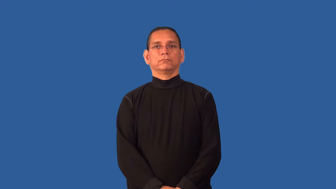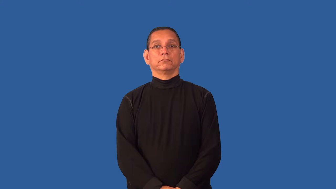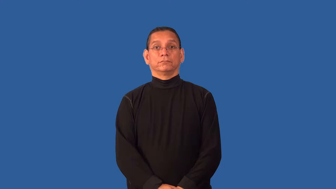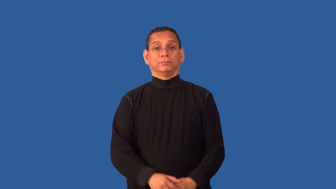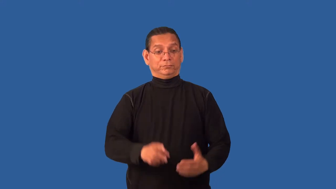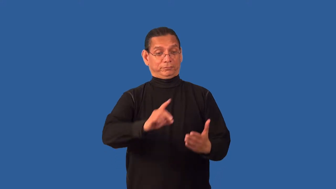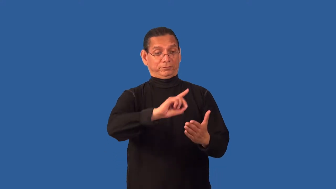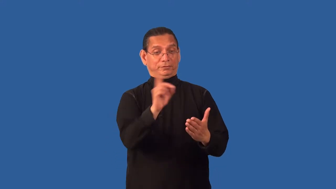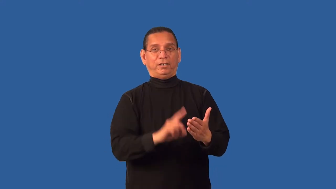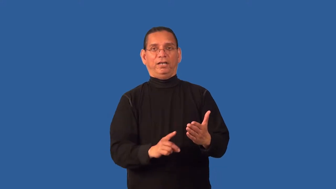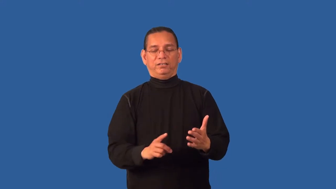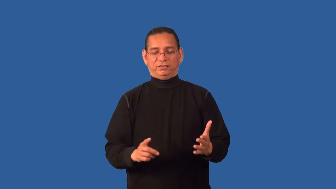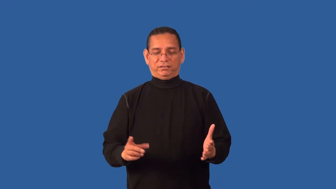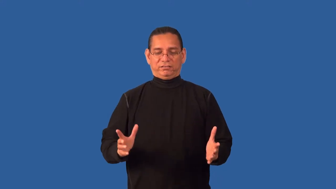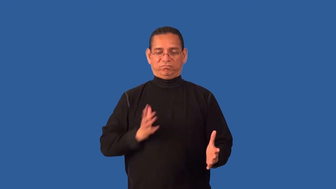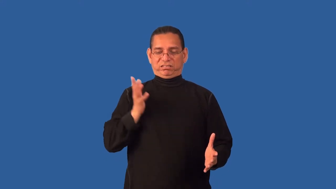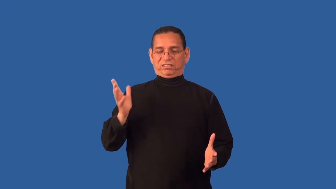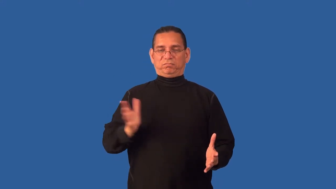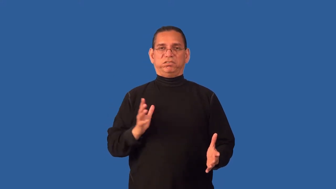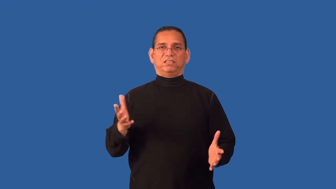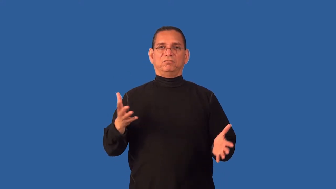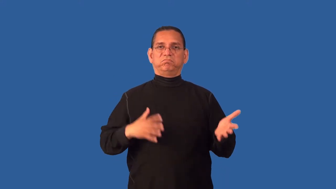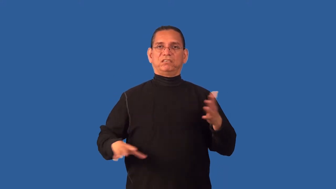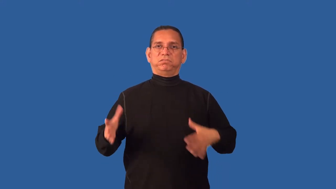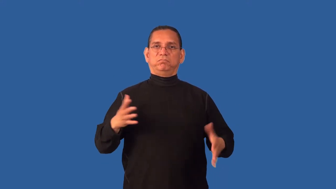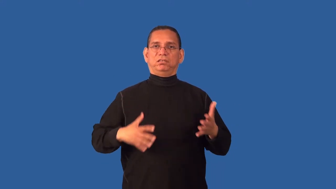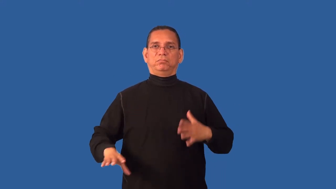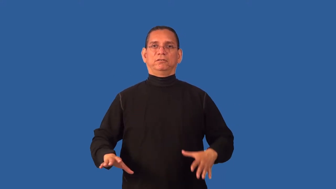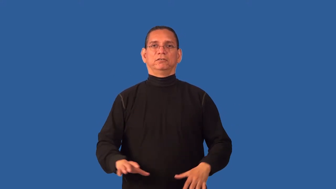couture